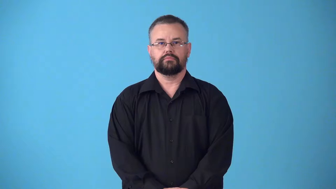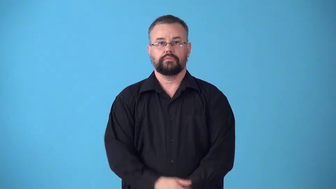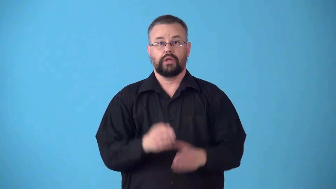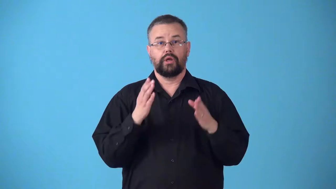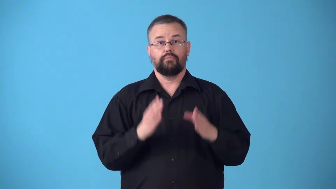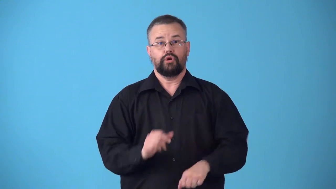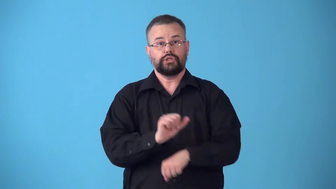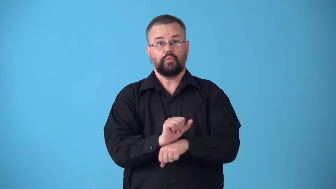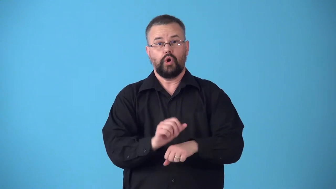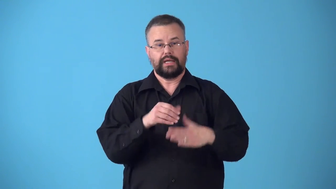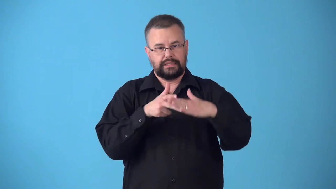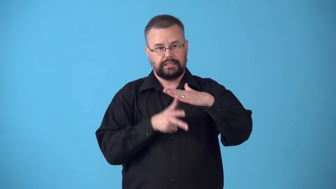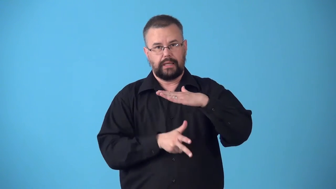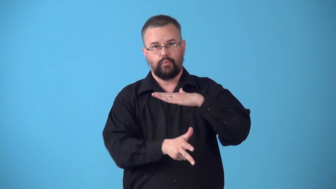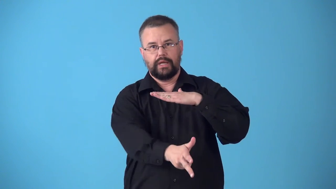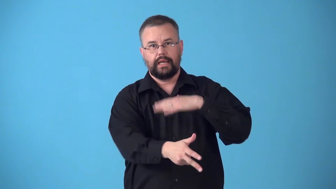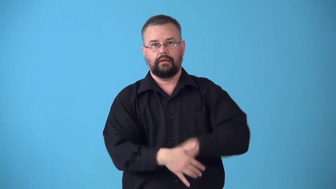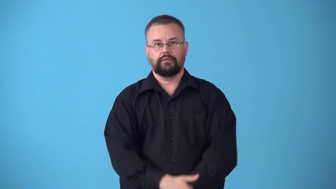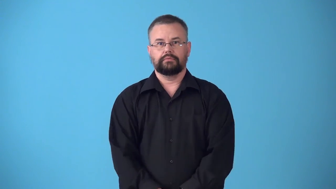submariner